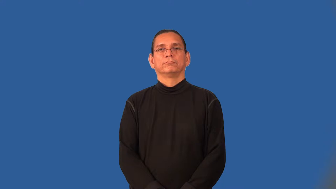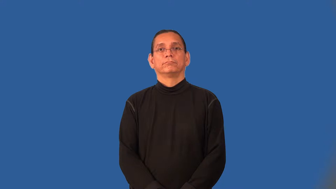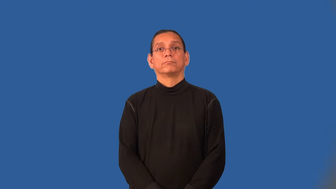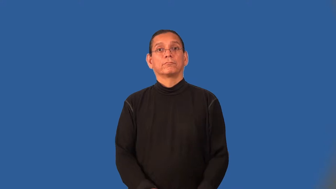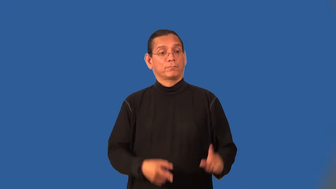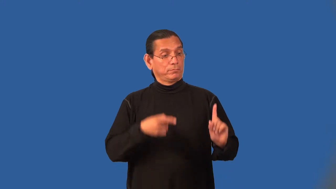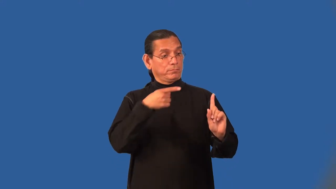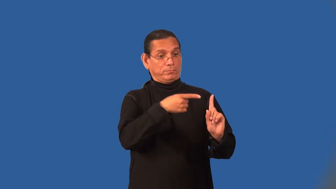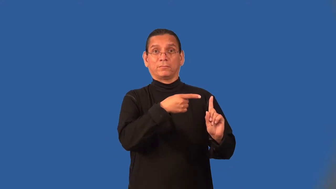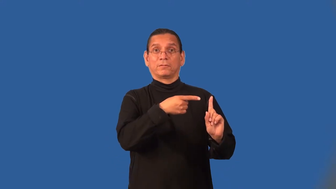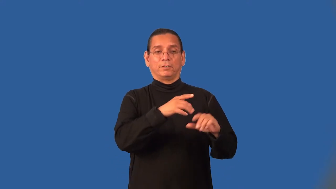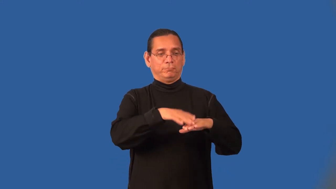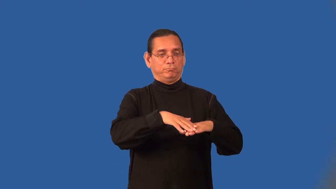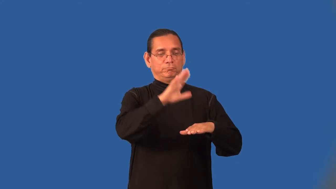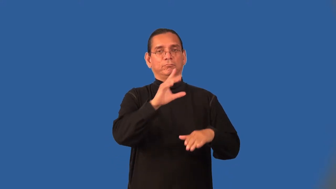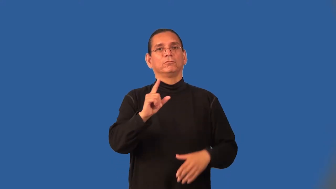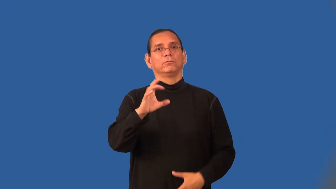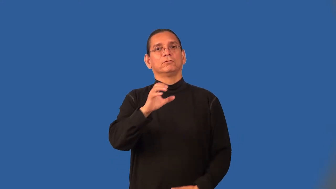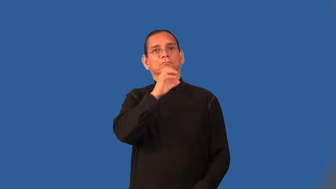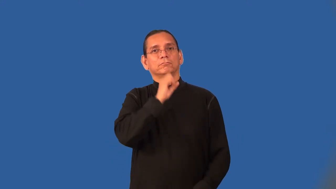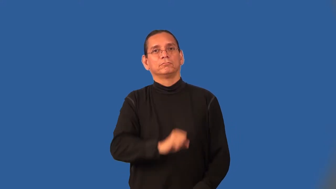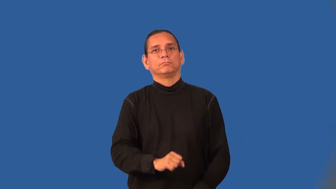centenarian